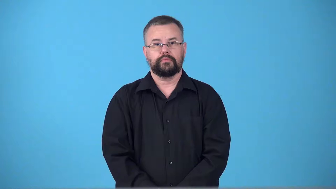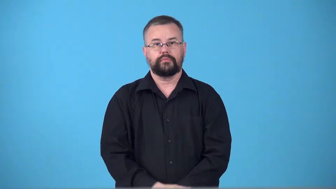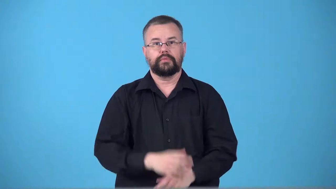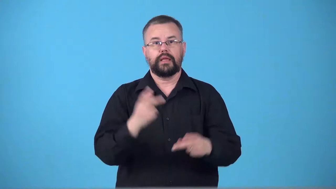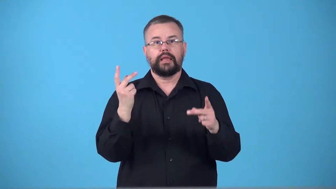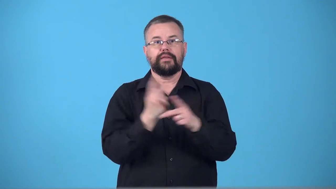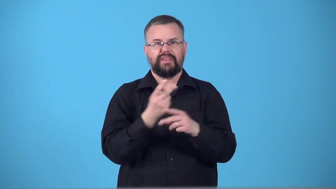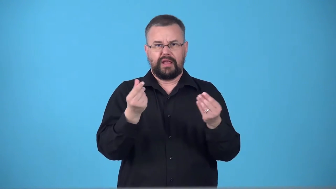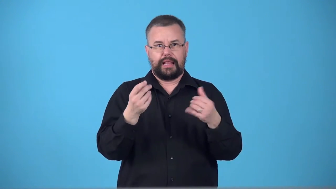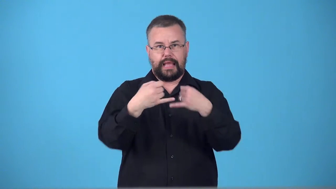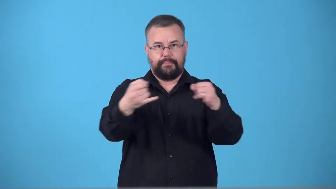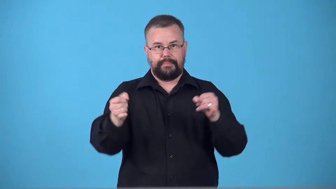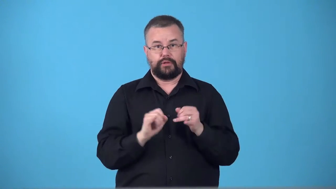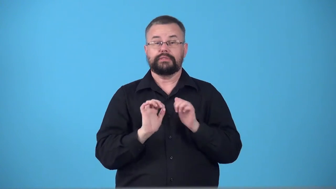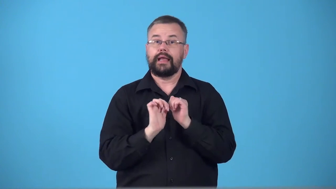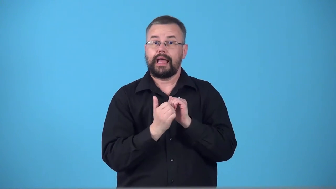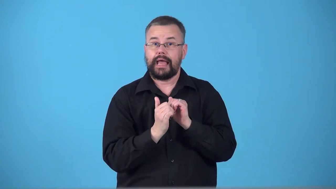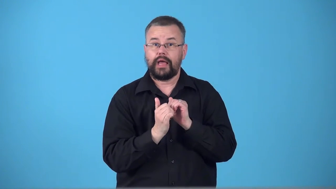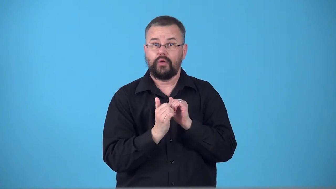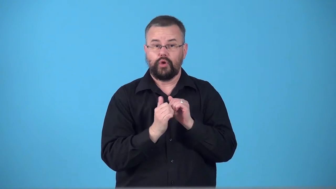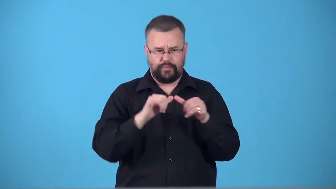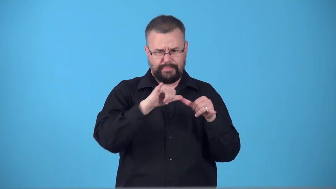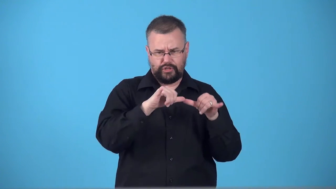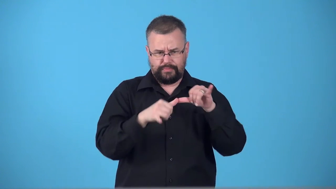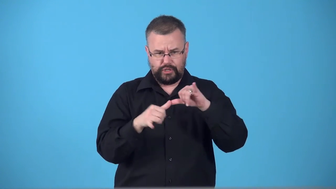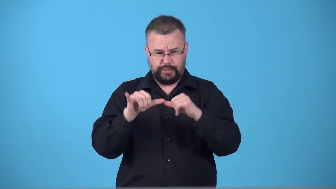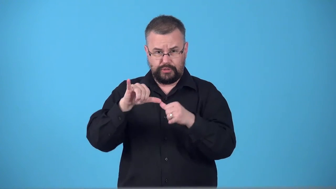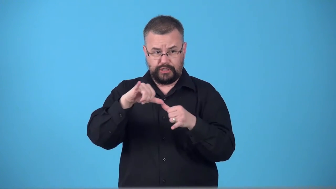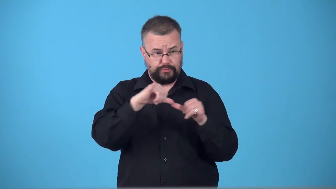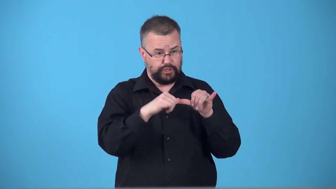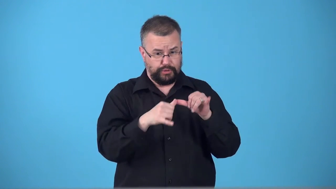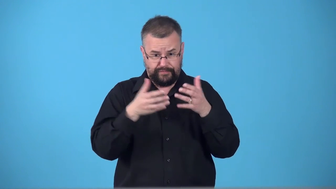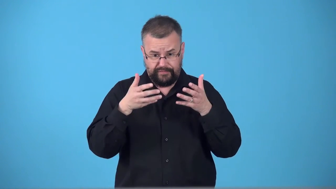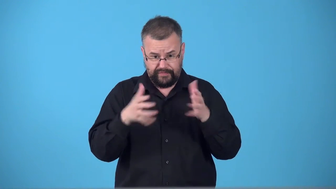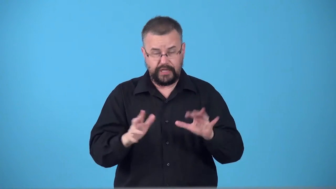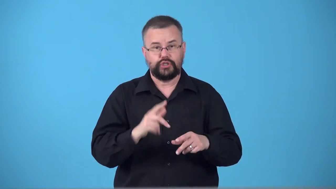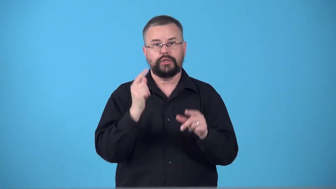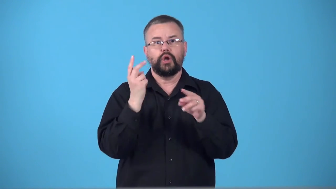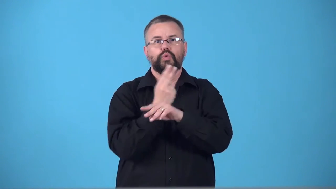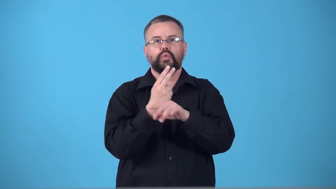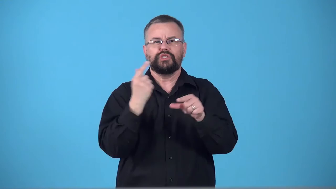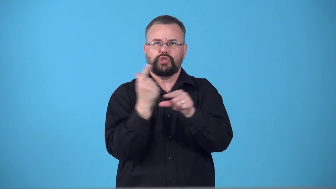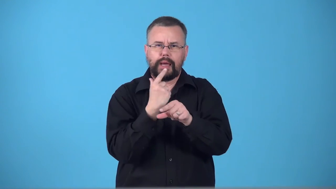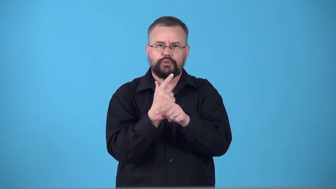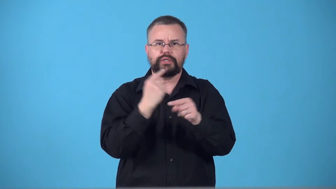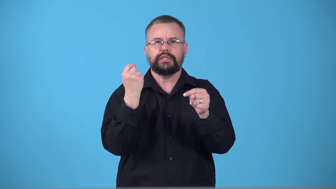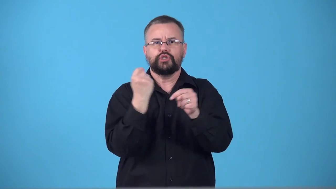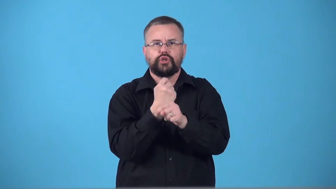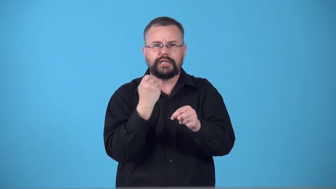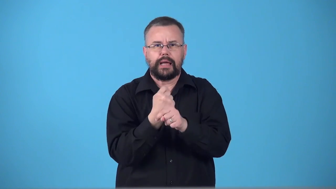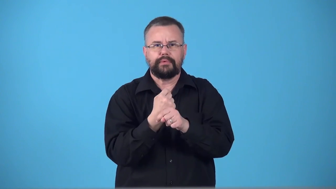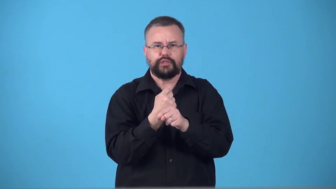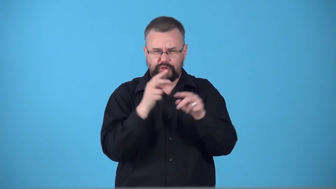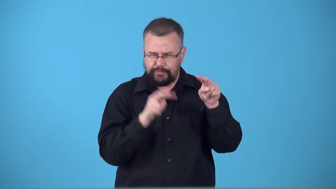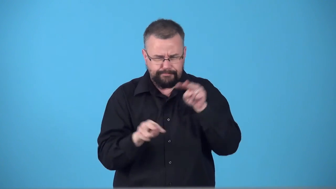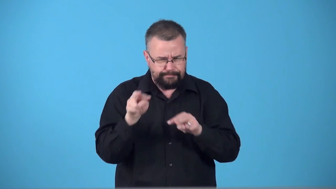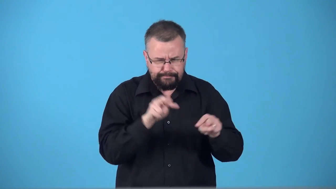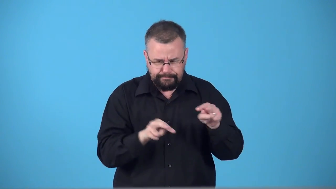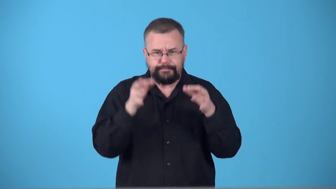survey-land